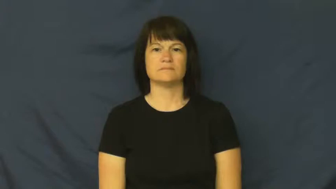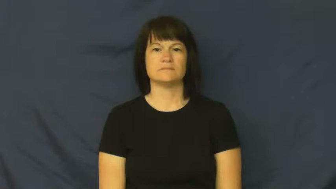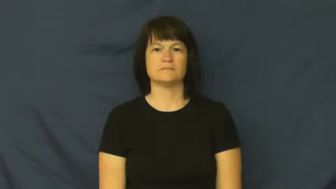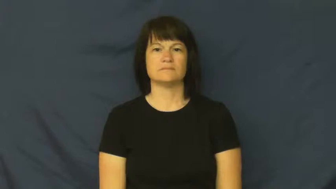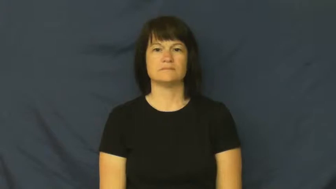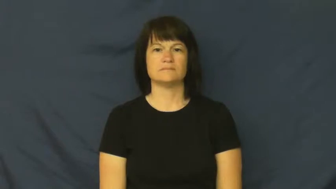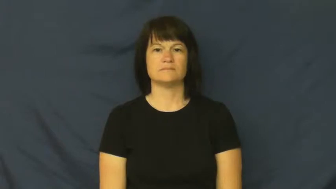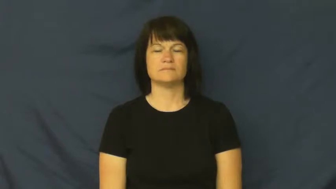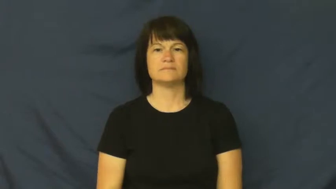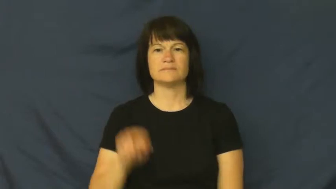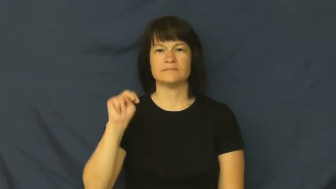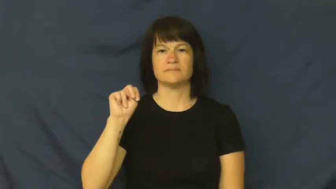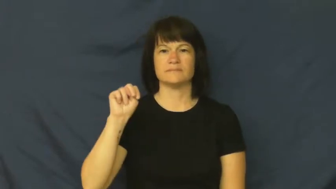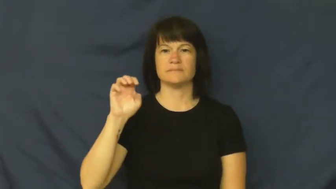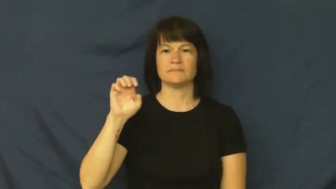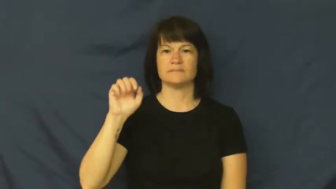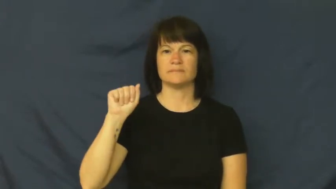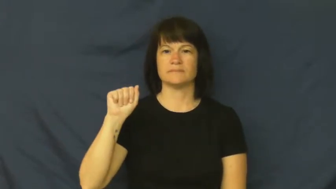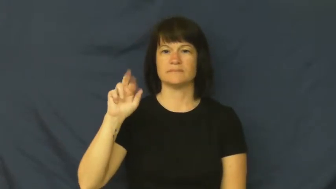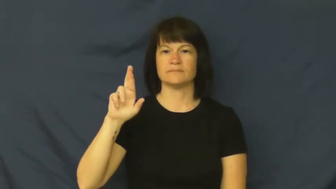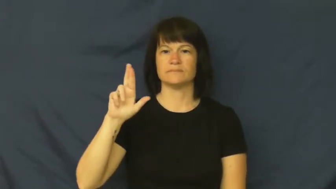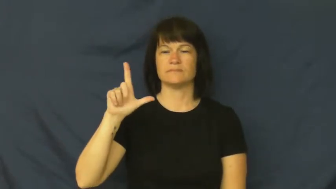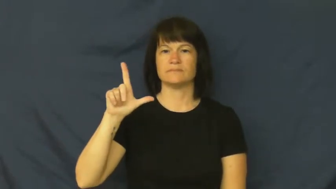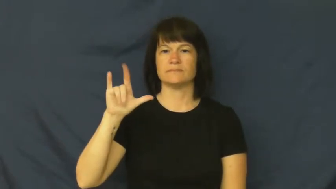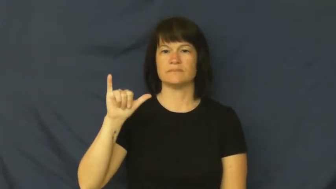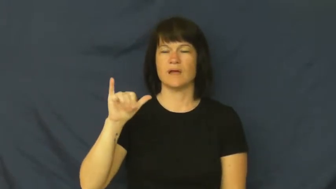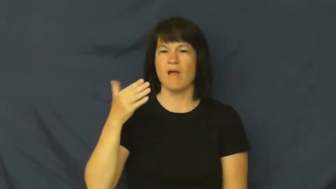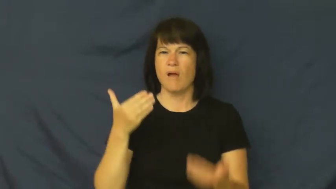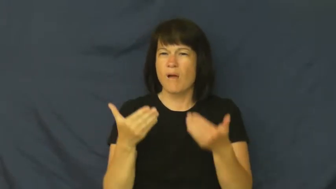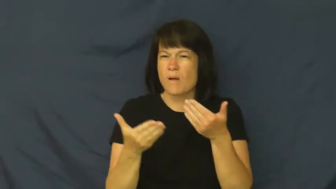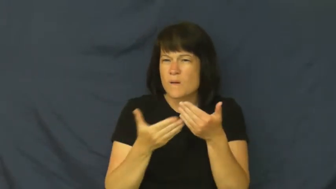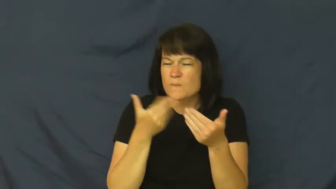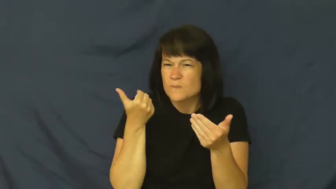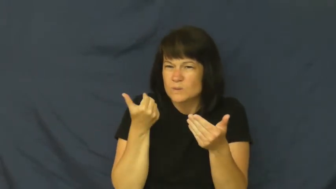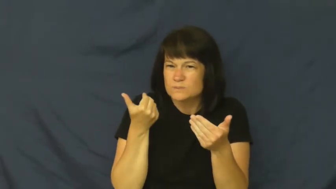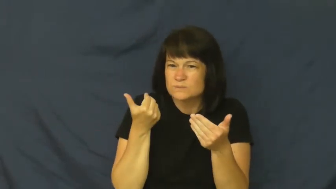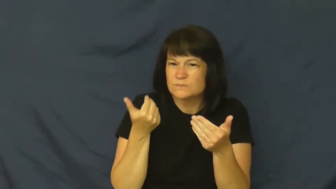nearly